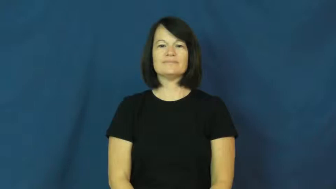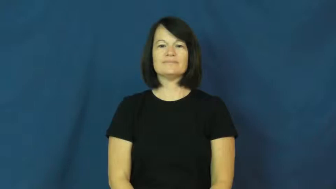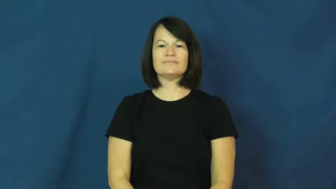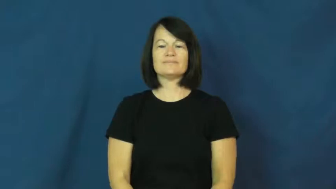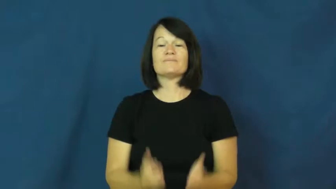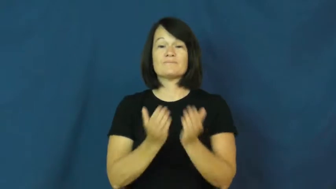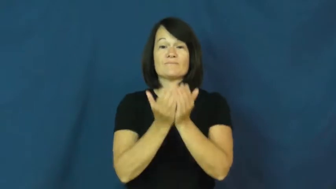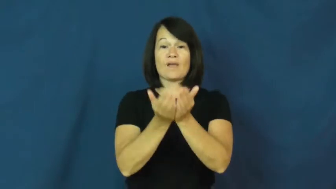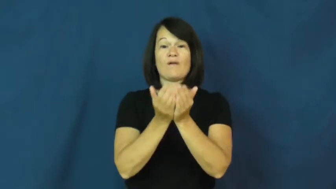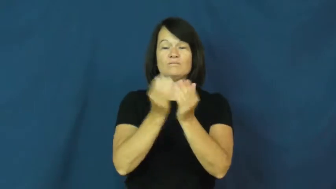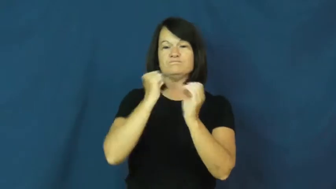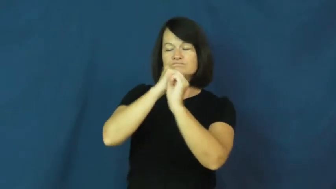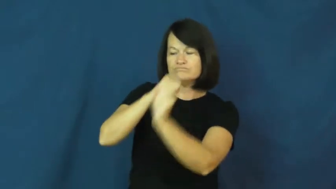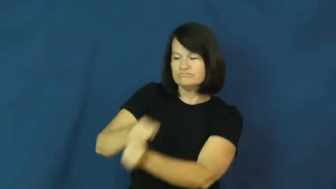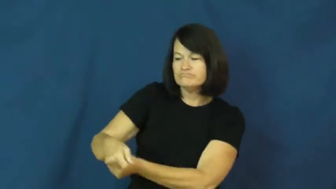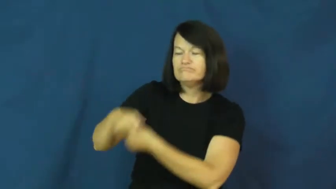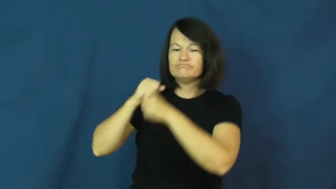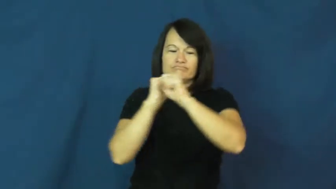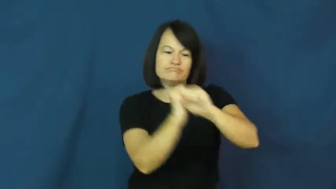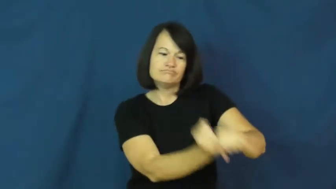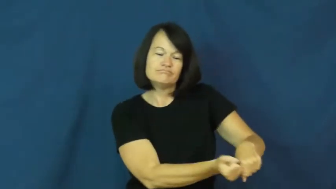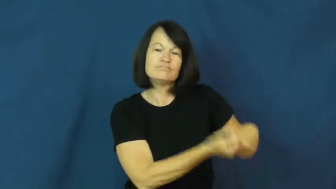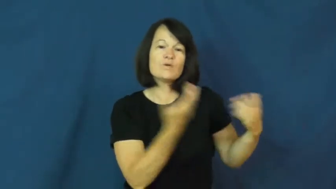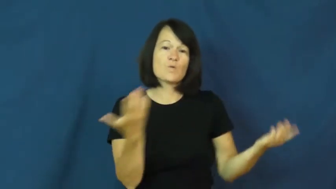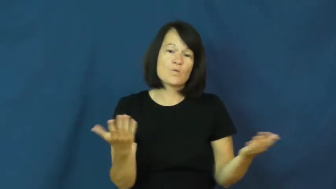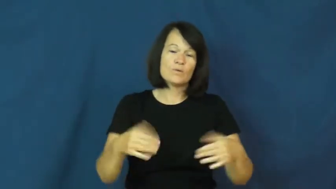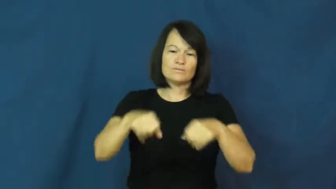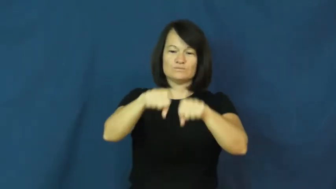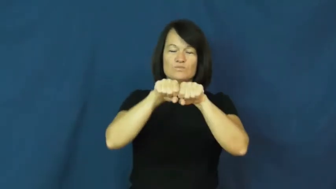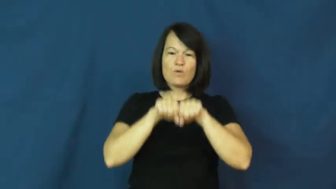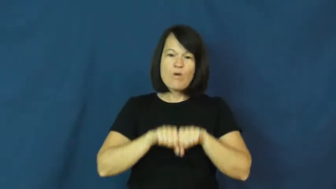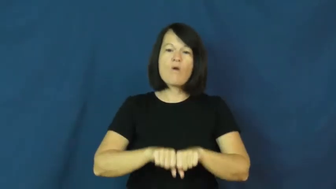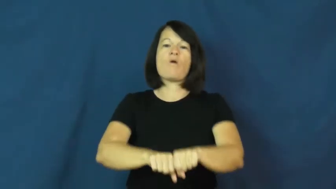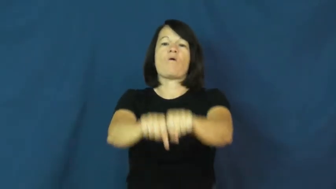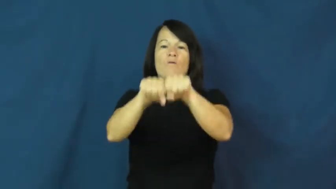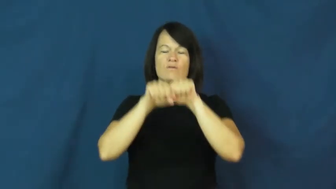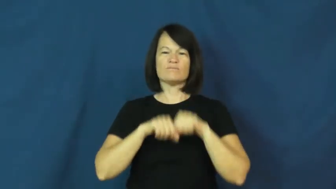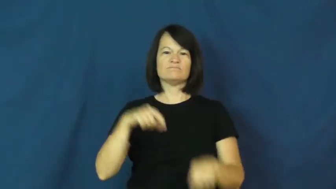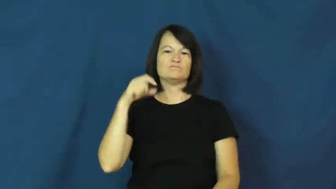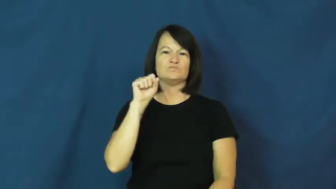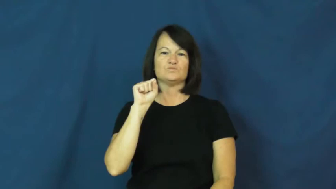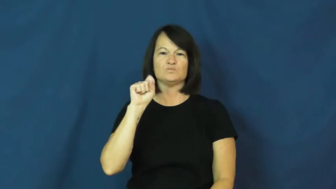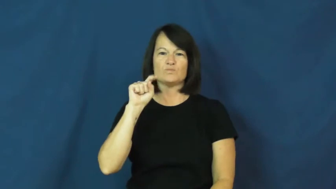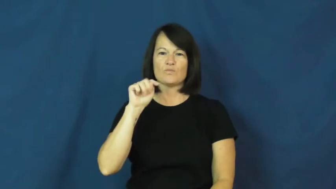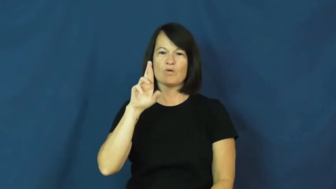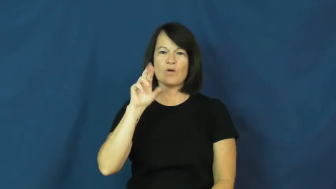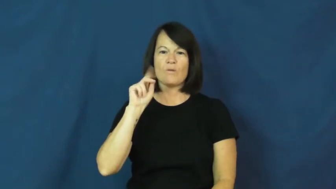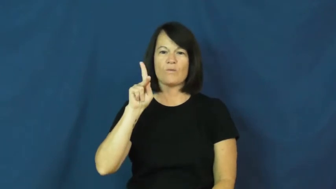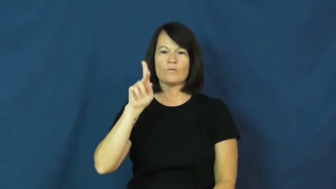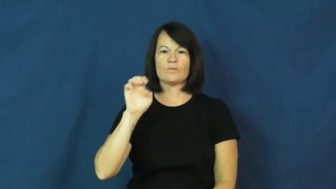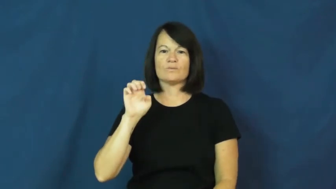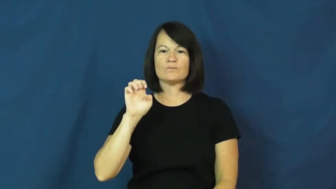stroke-rowing